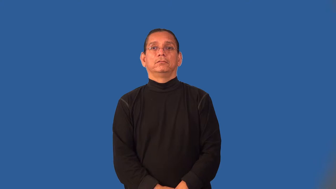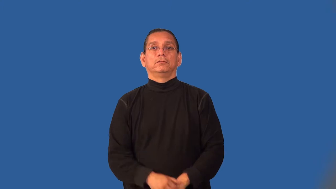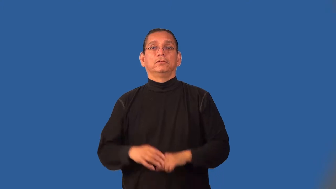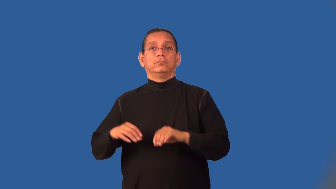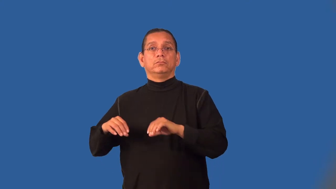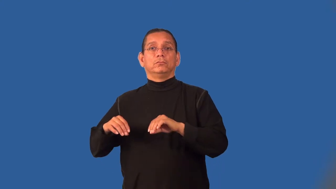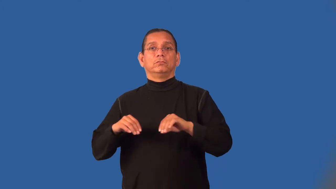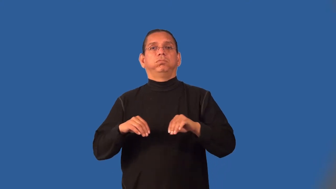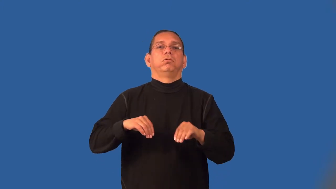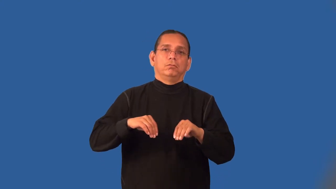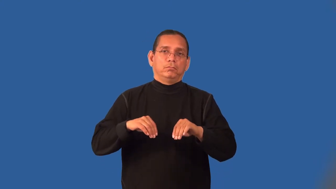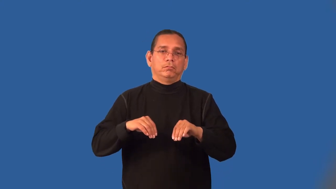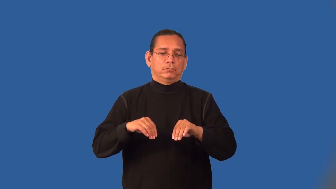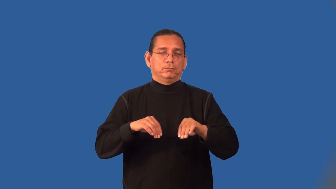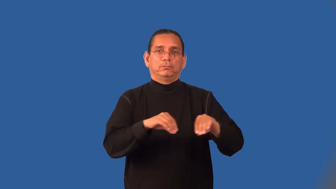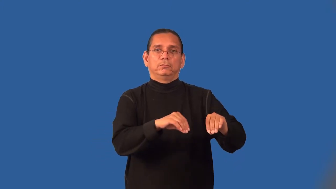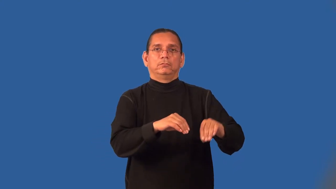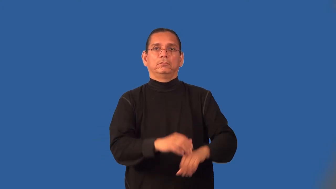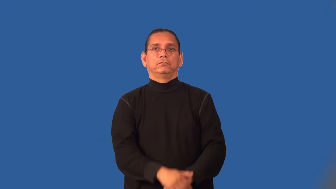lurch, jolt